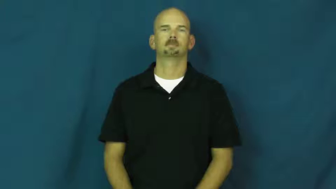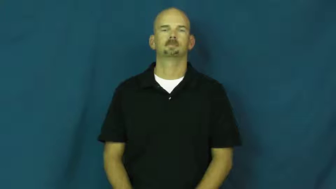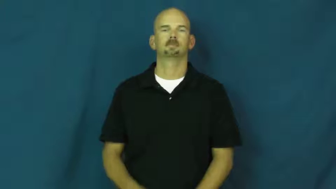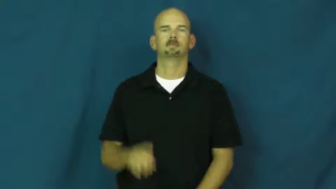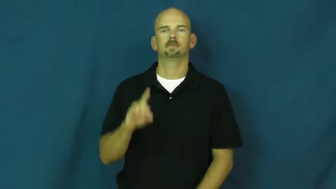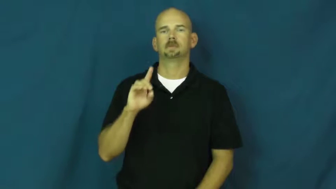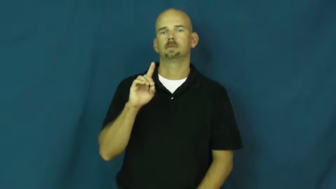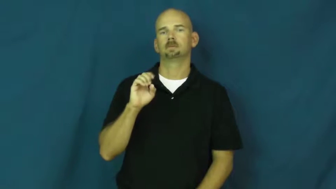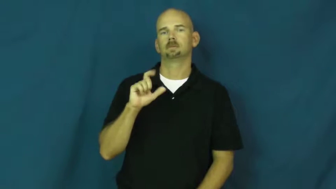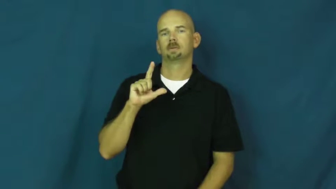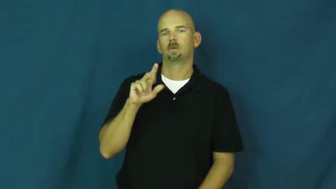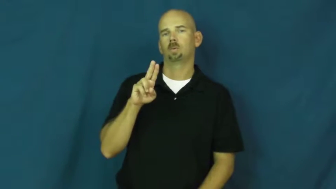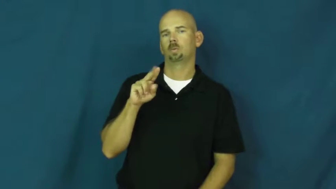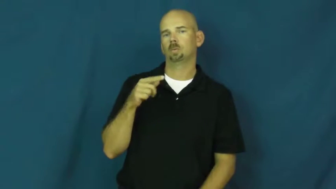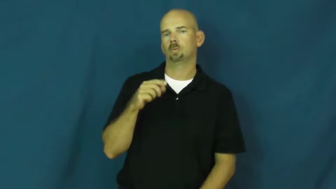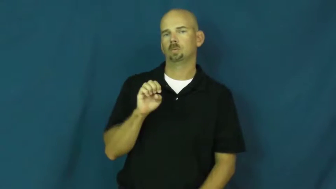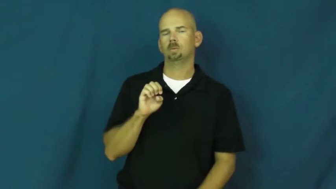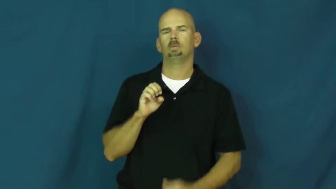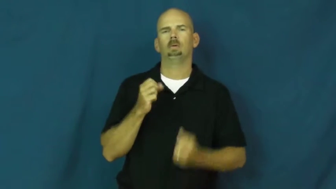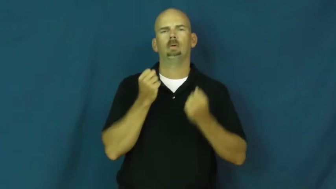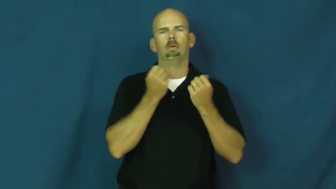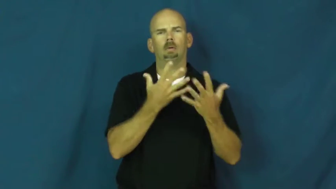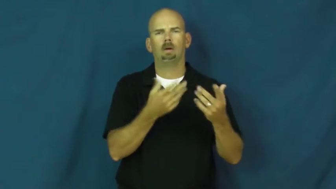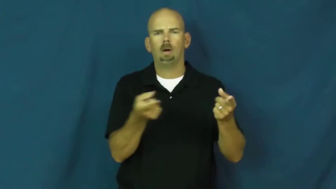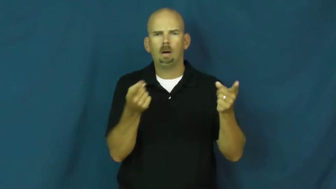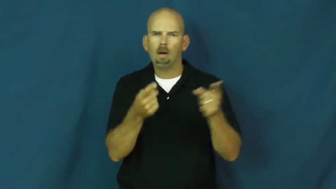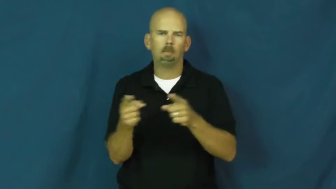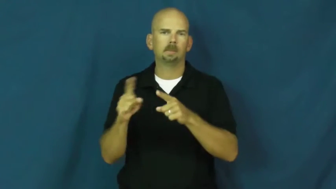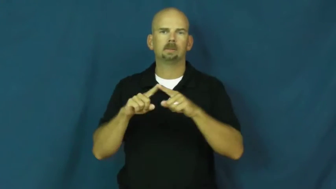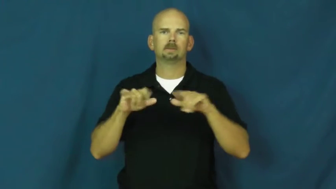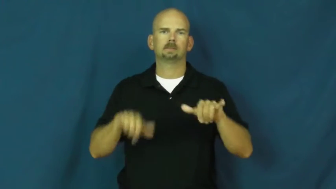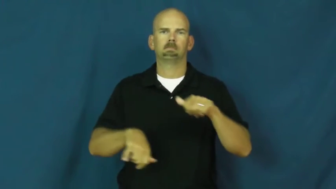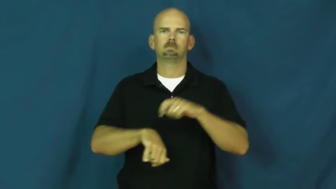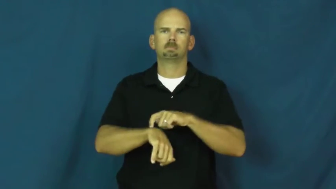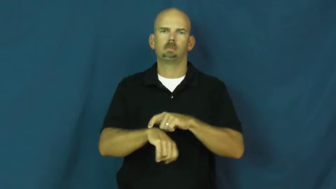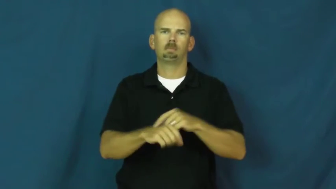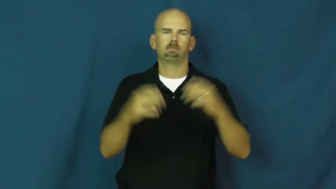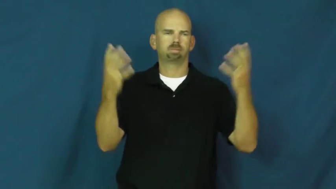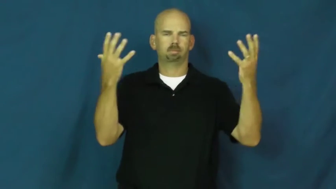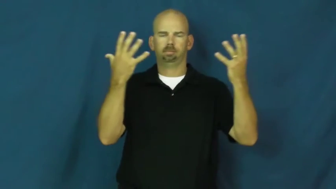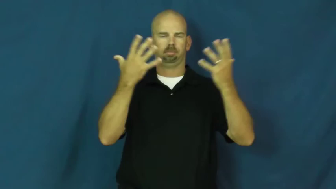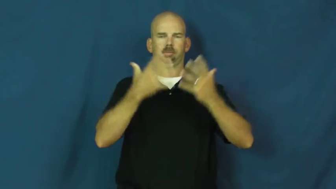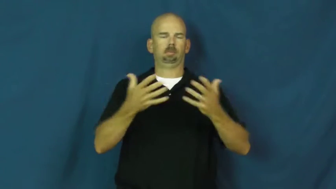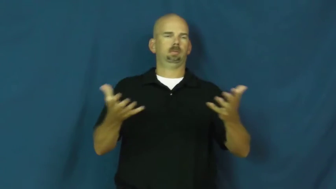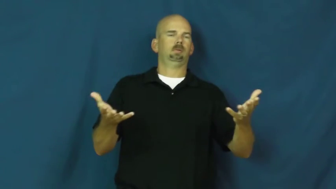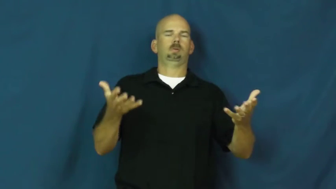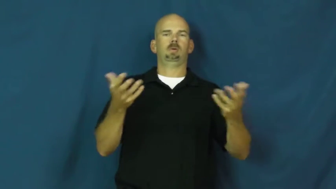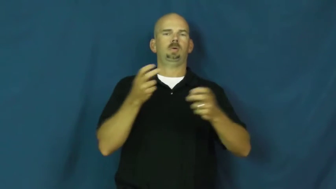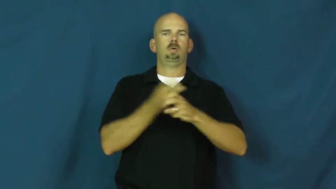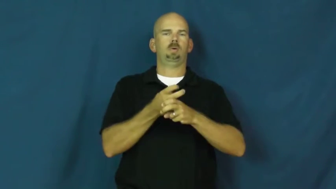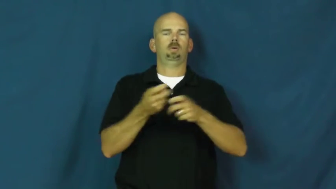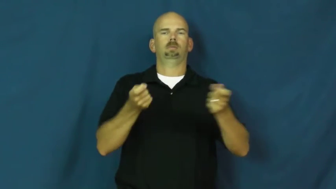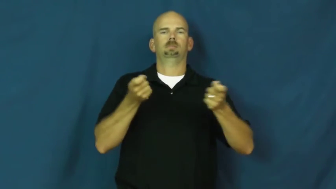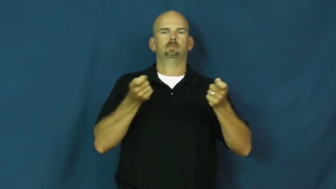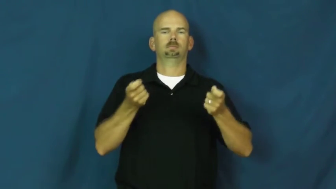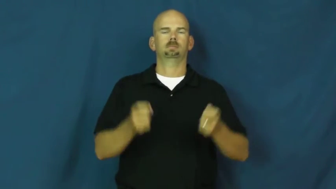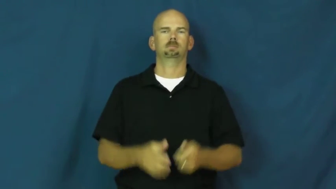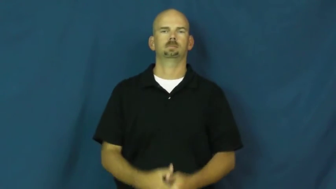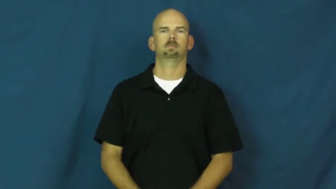deluge-events